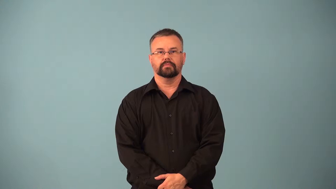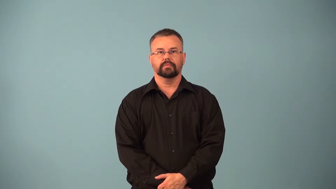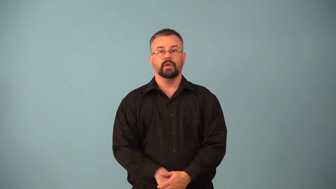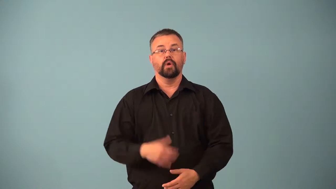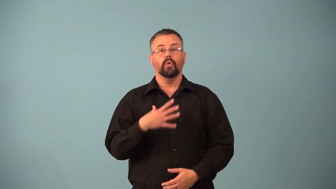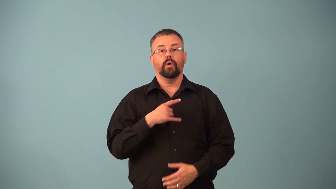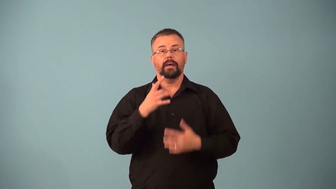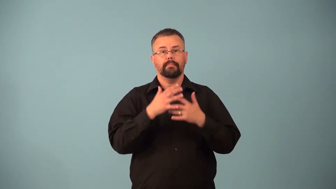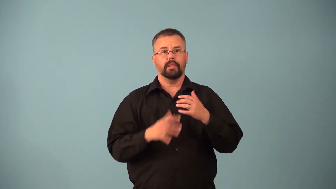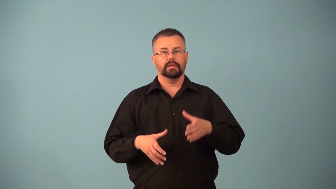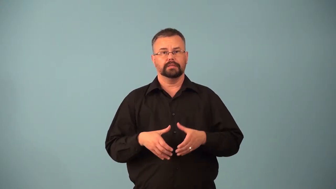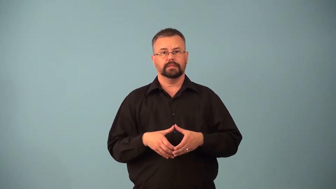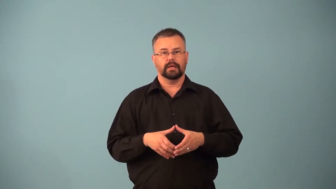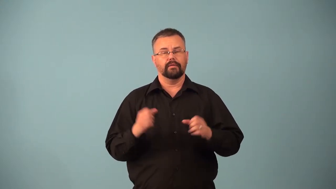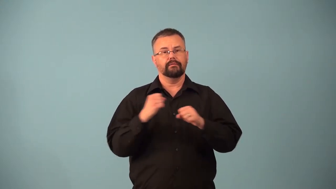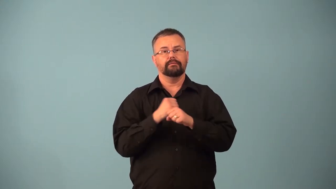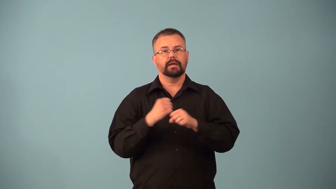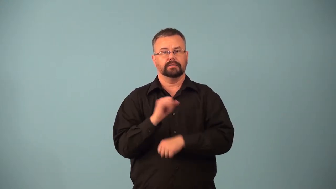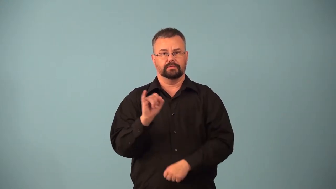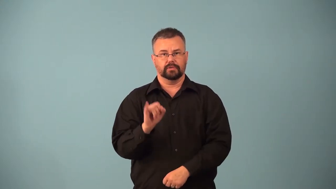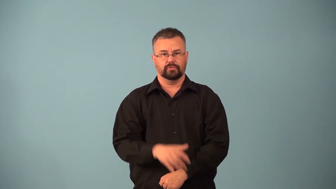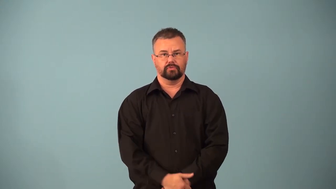macrophage